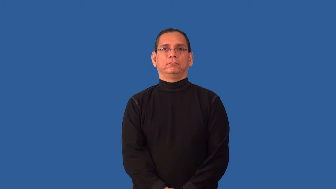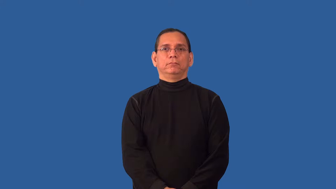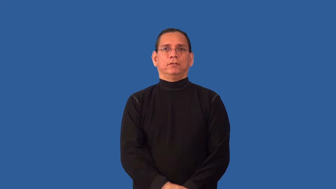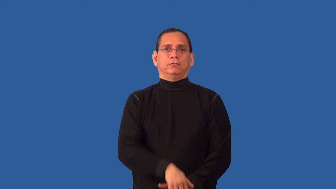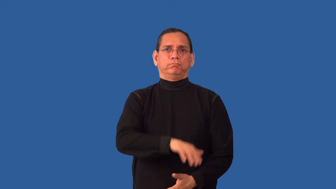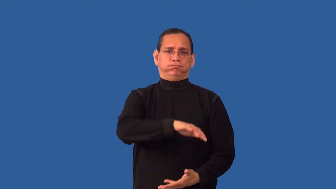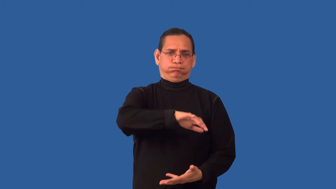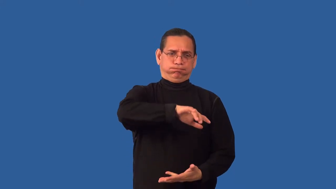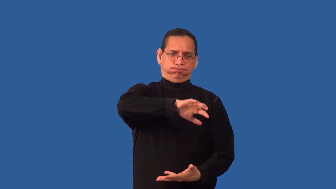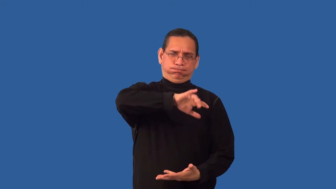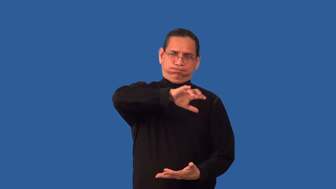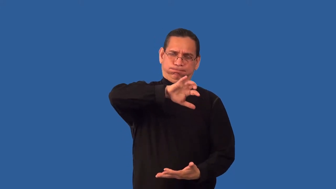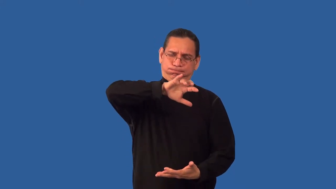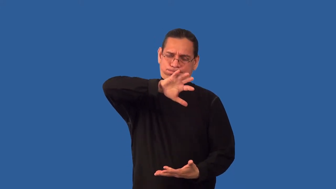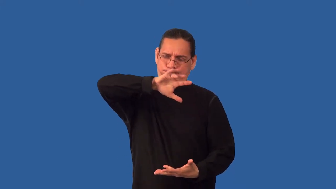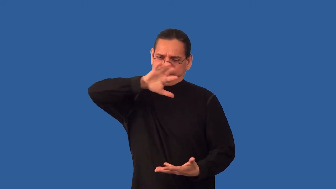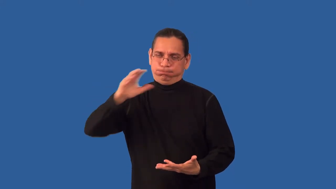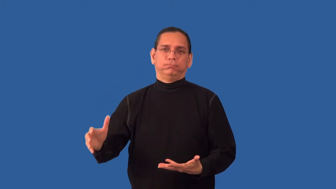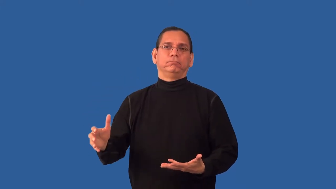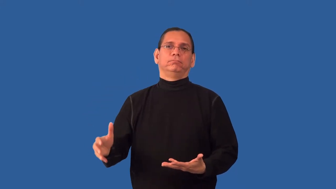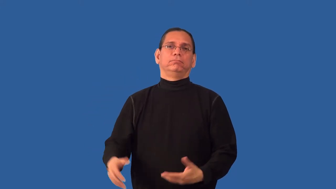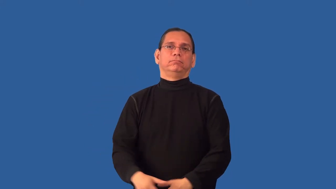overabundant